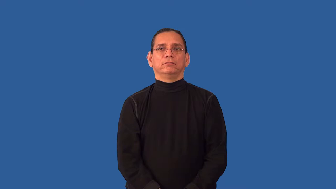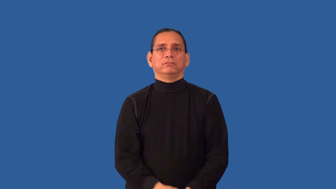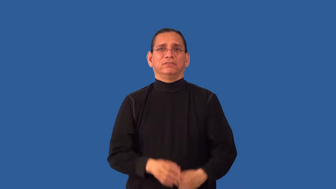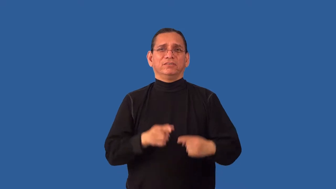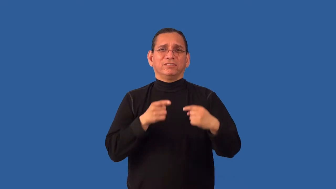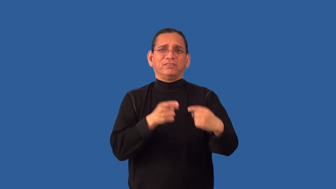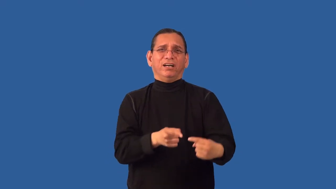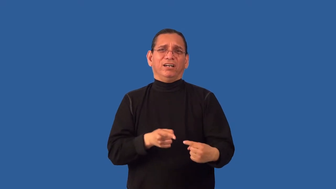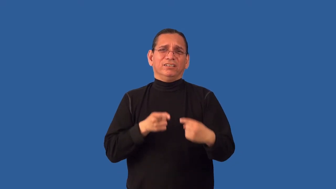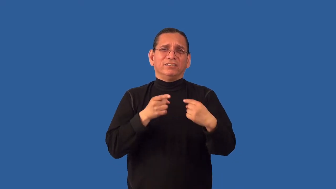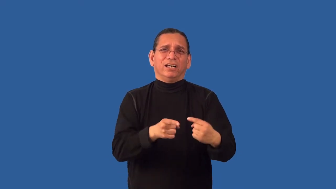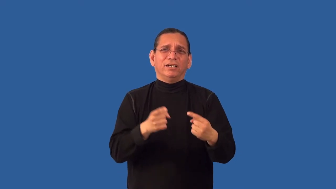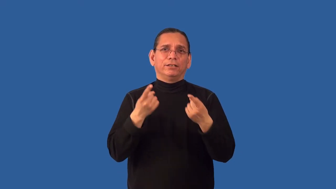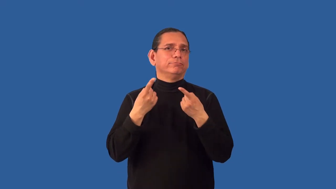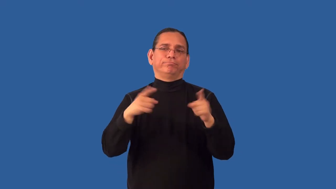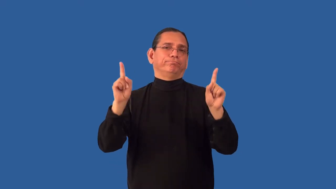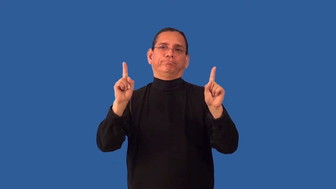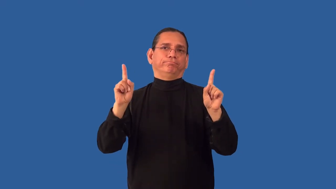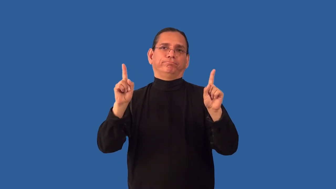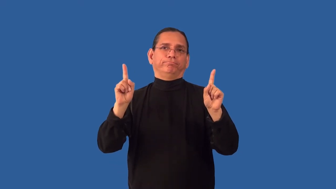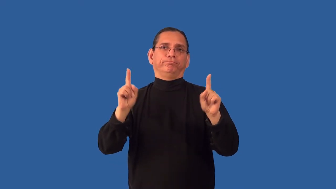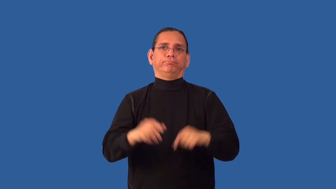inexpedient